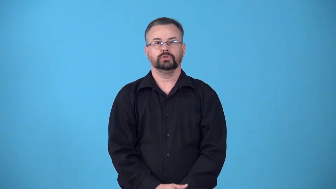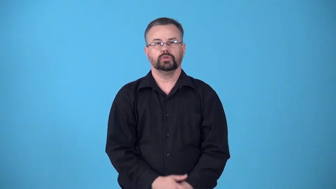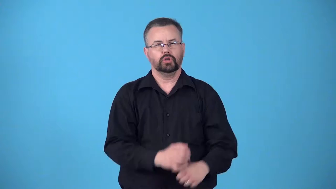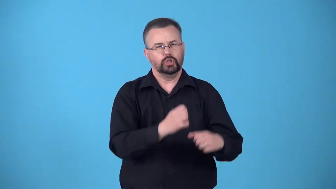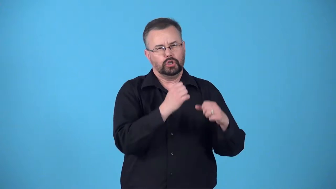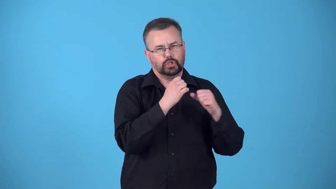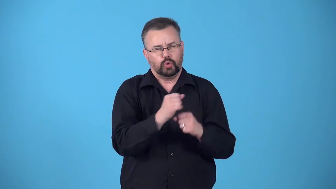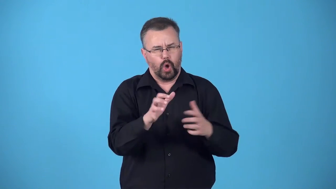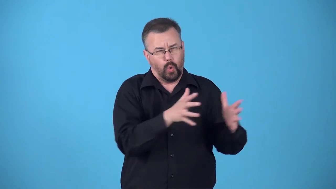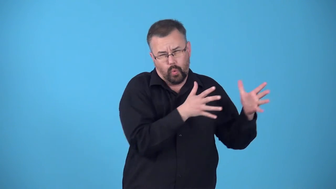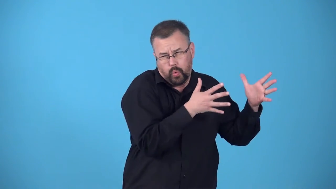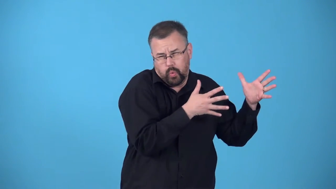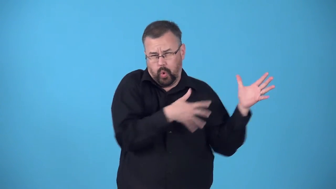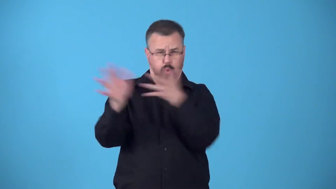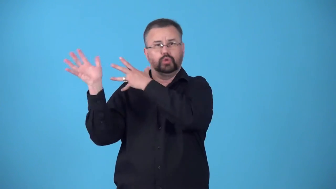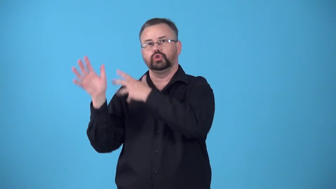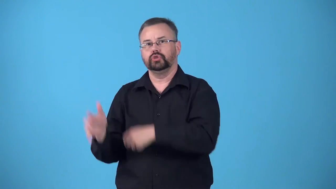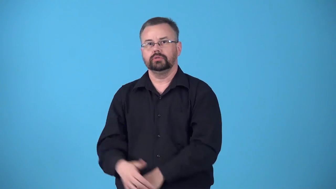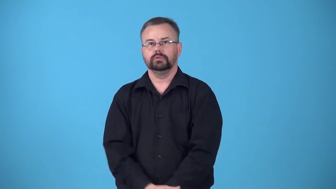blast-air